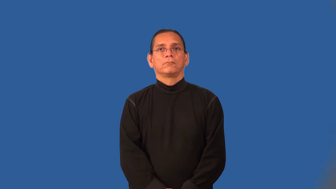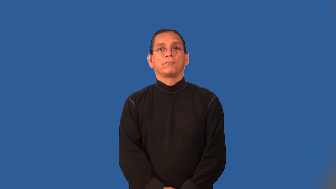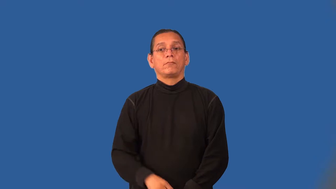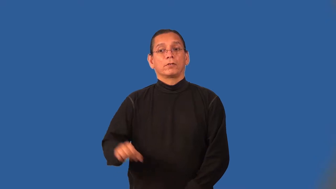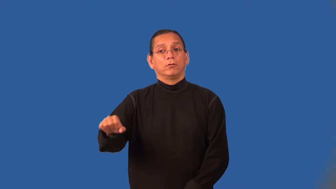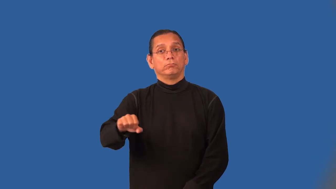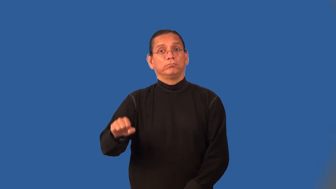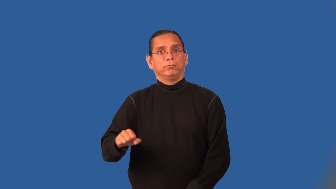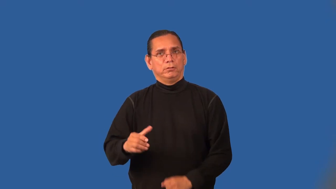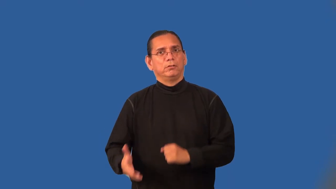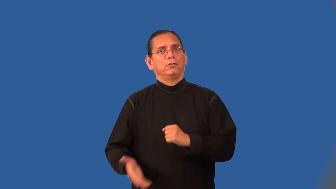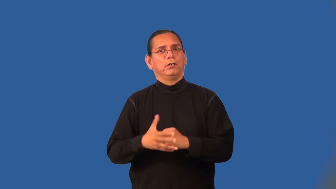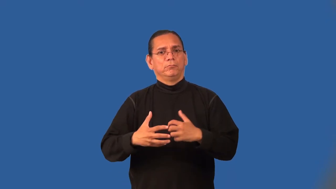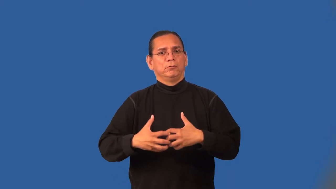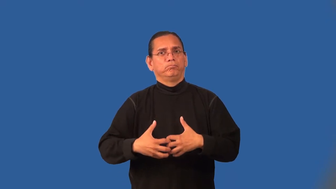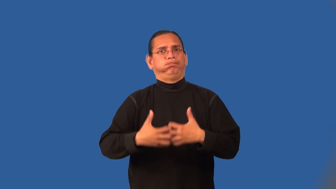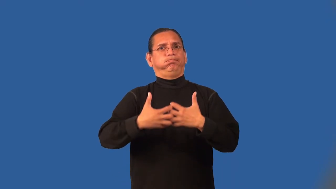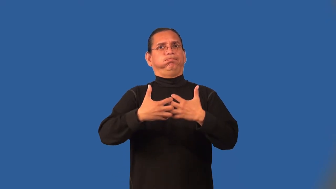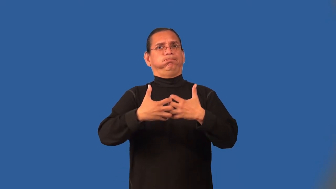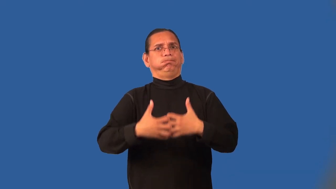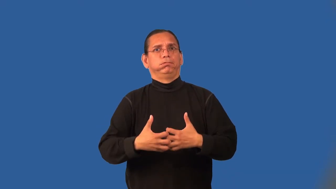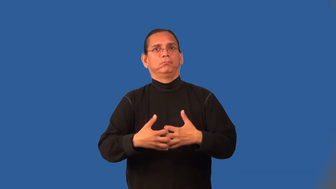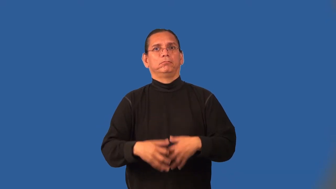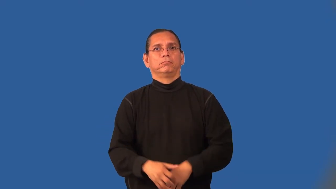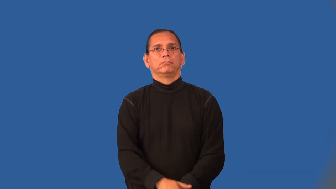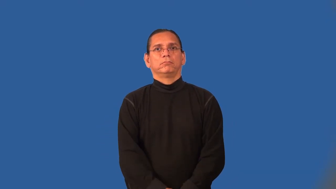overdrive